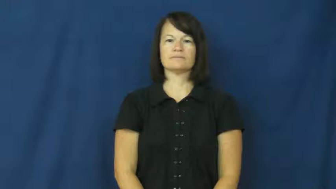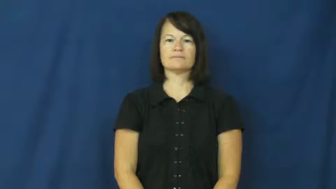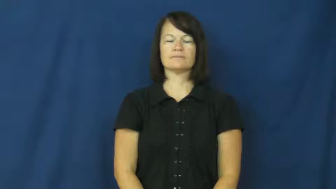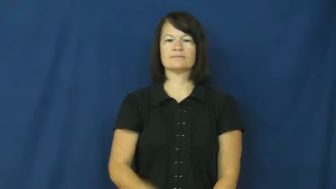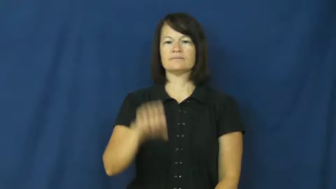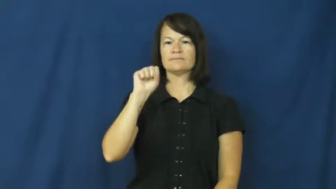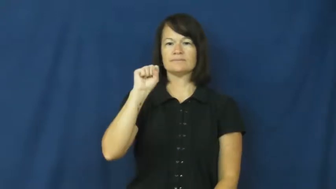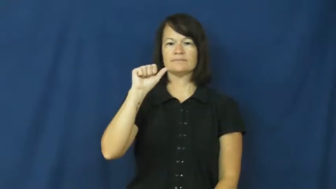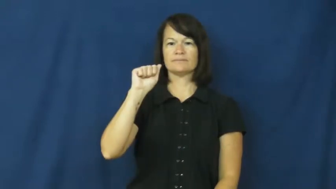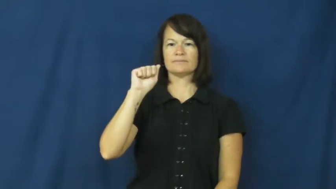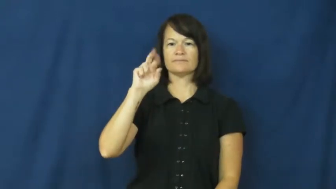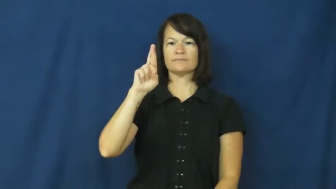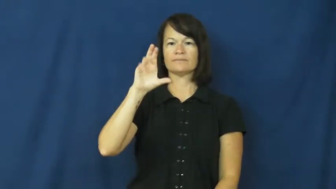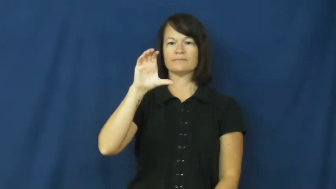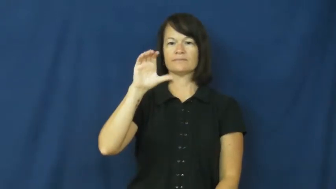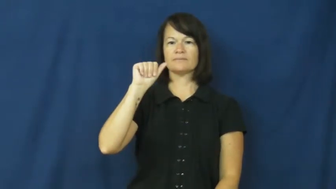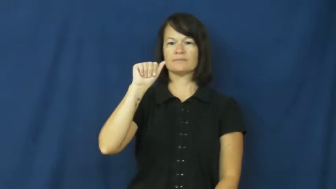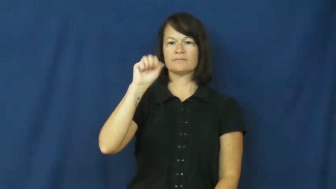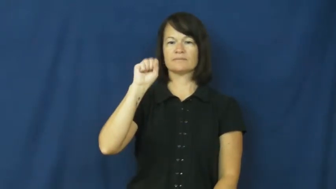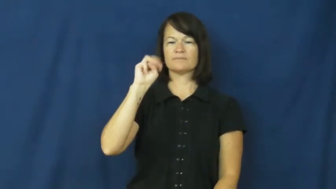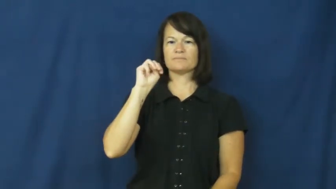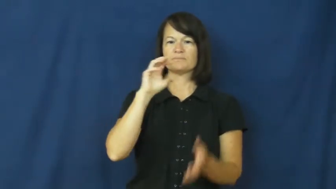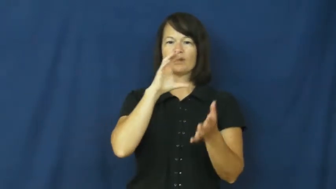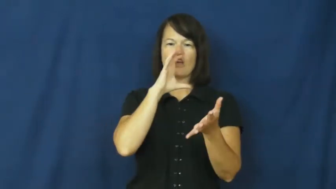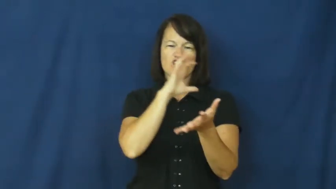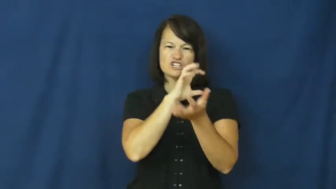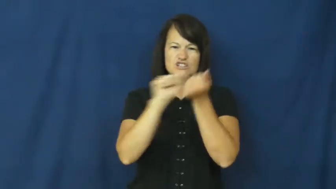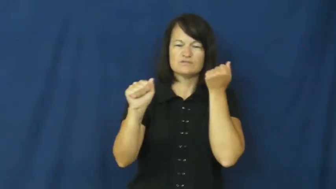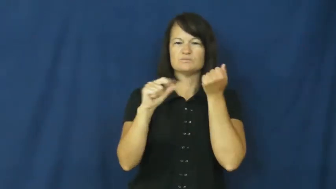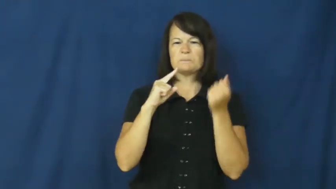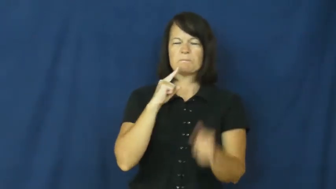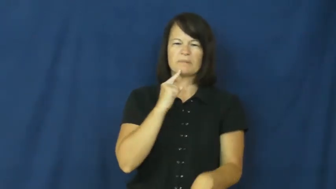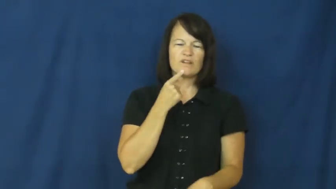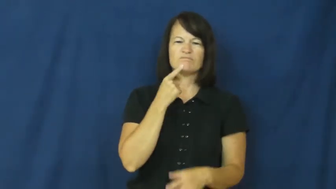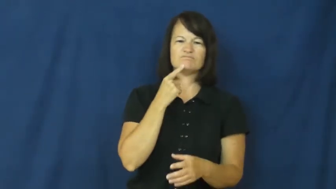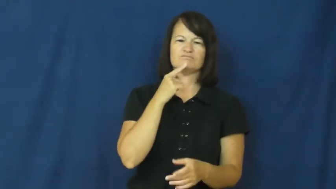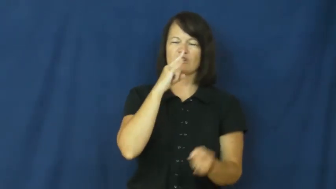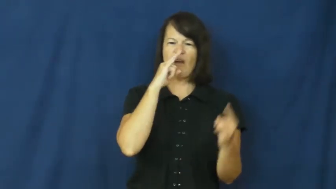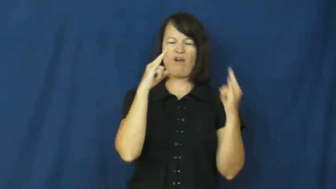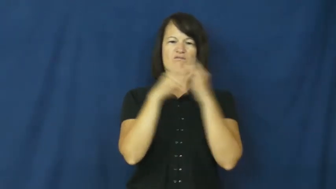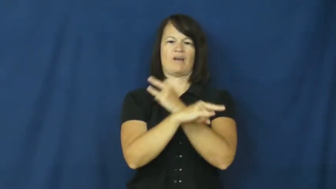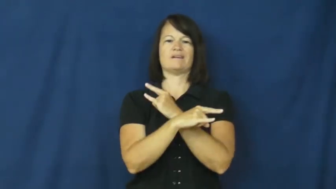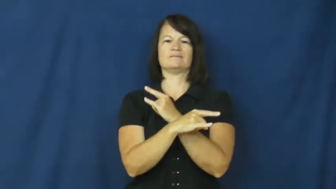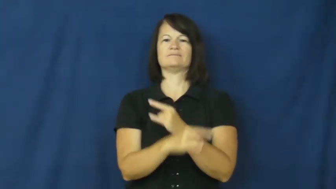sarcasm